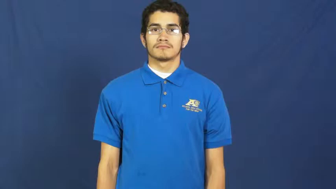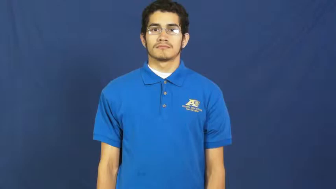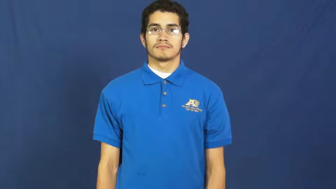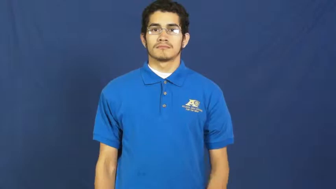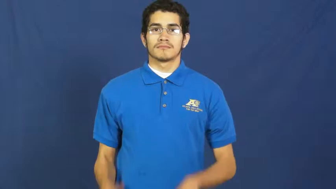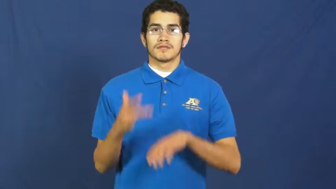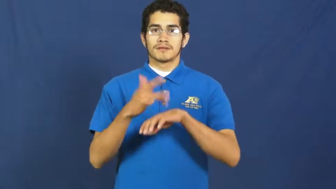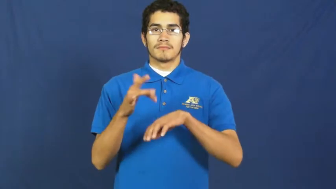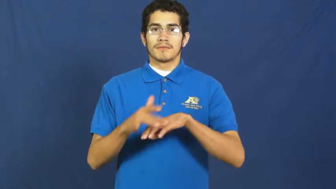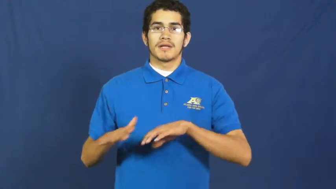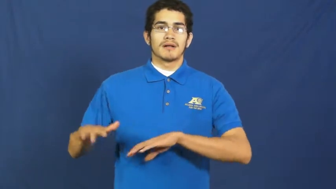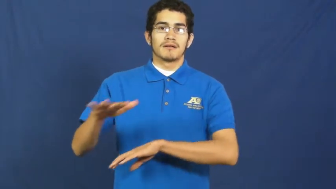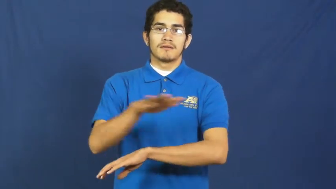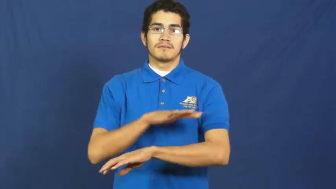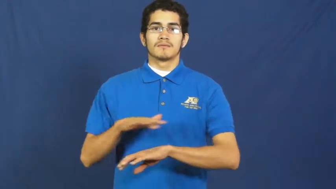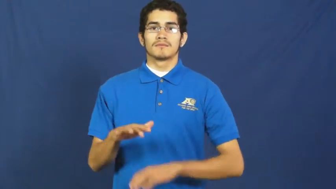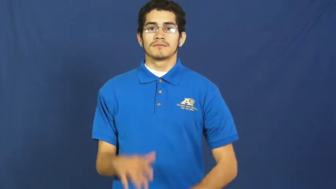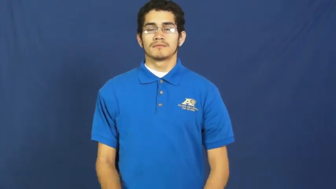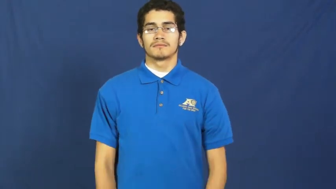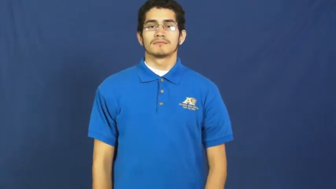space-area